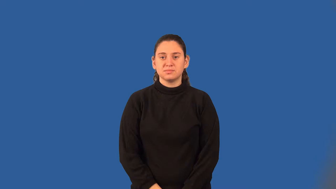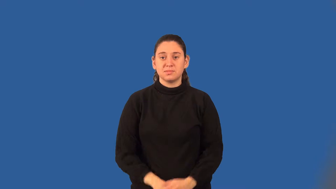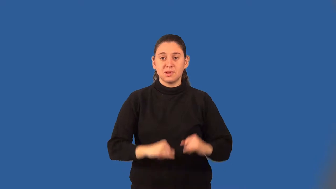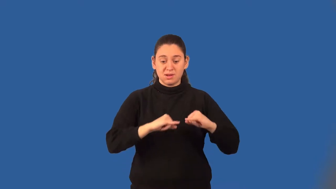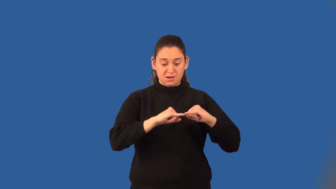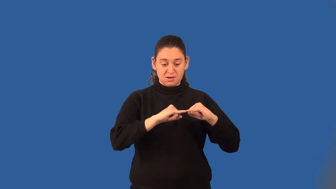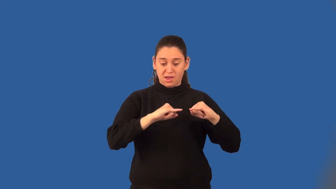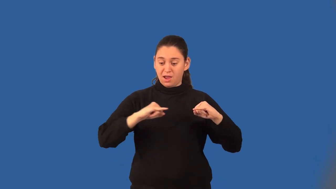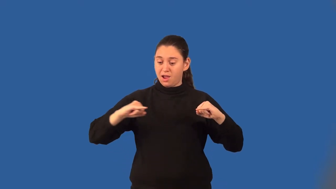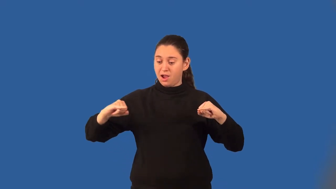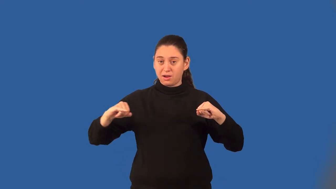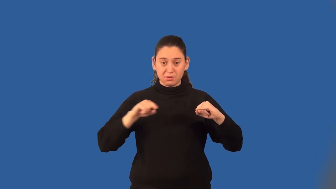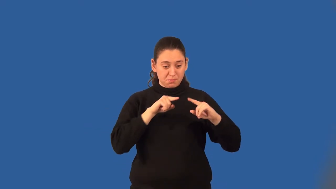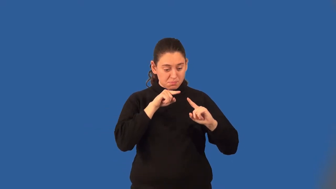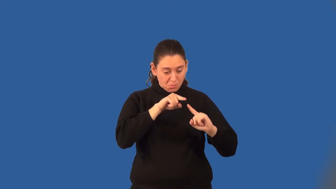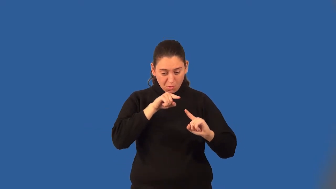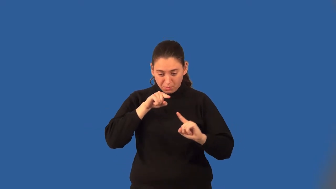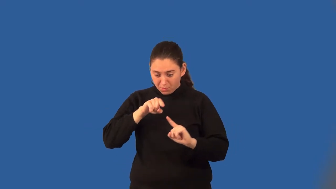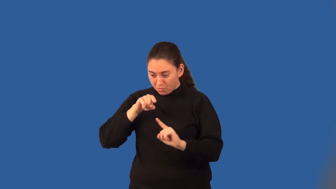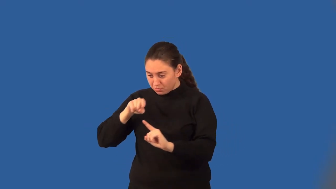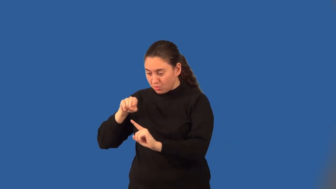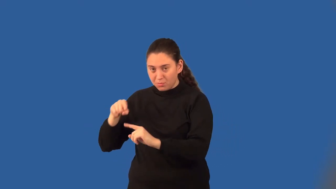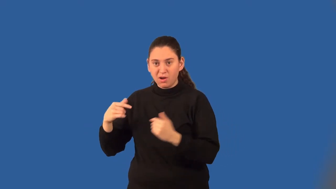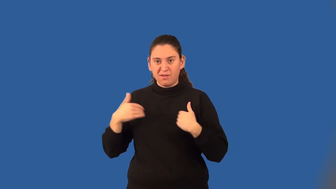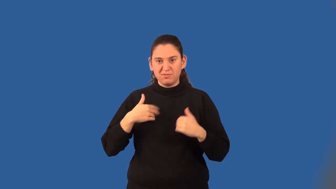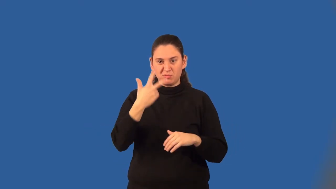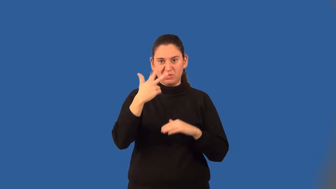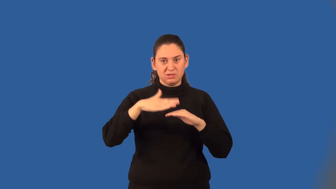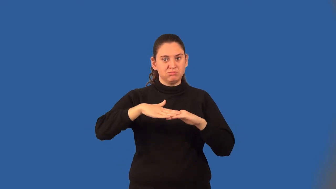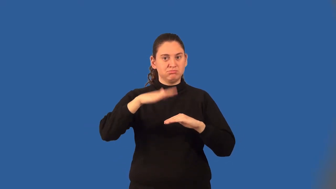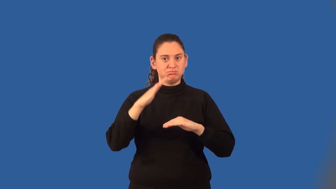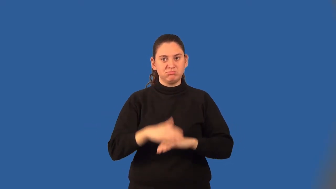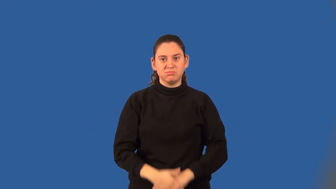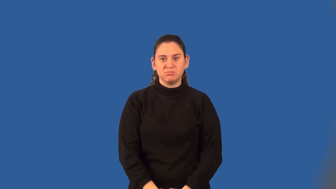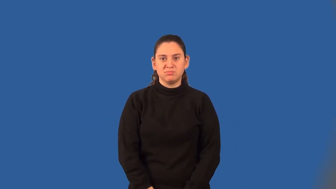collinear points